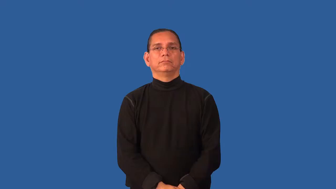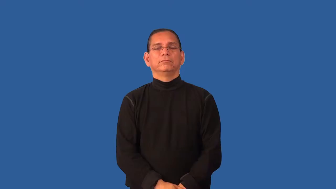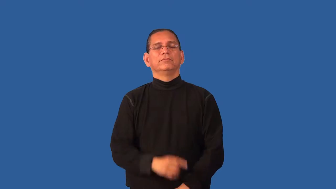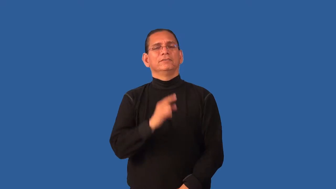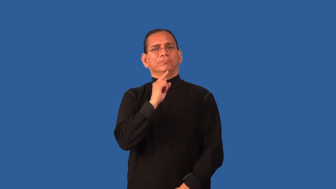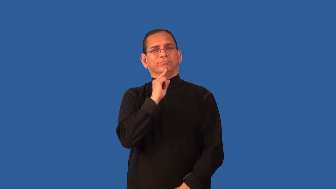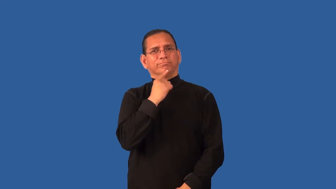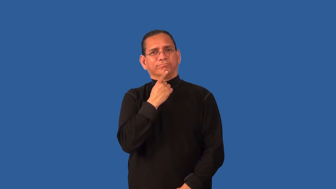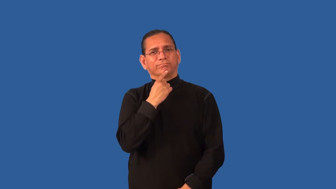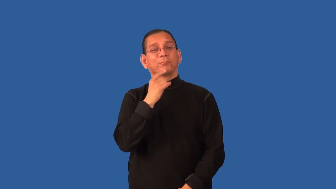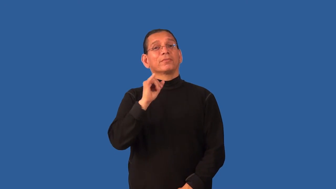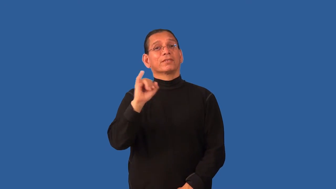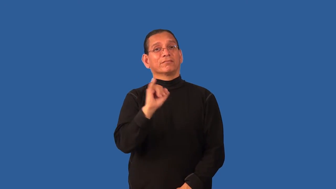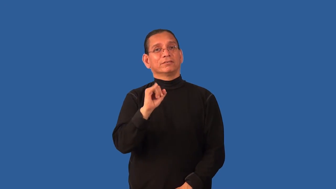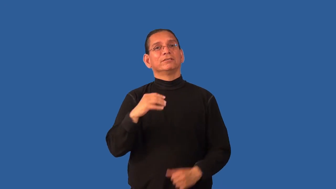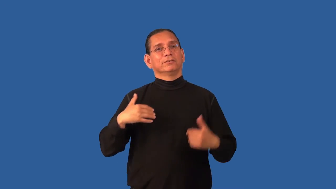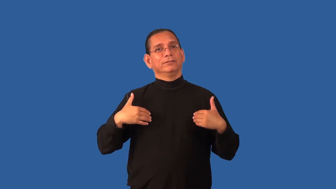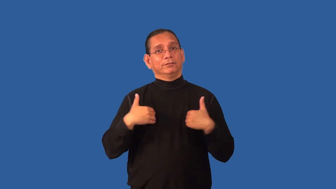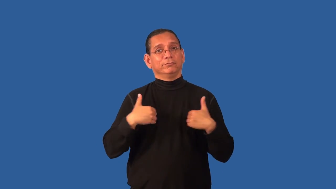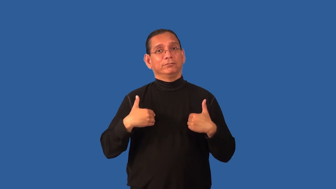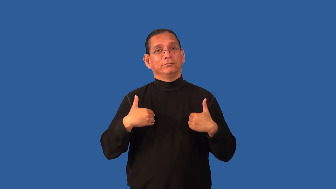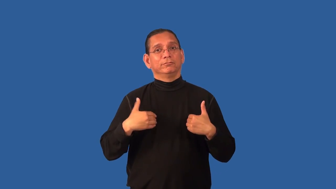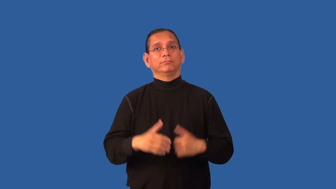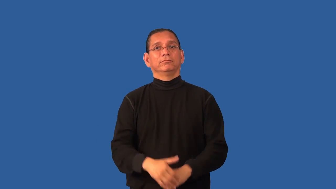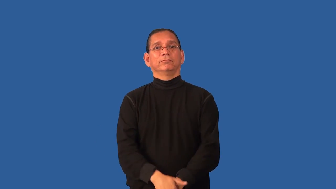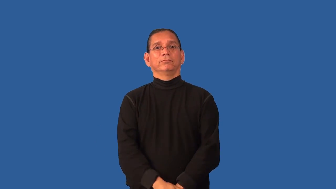distemper